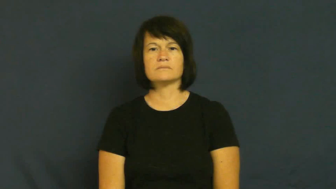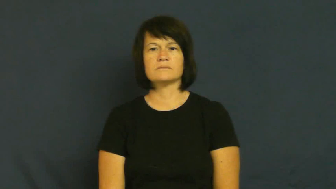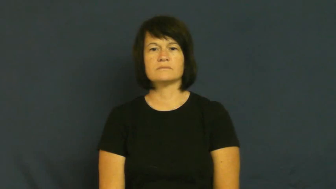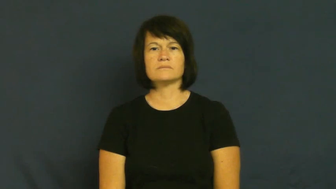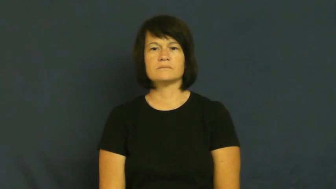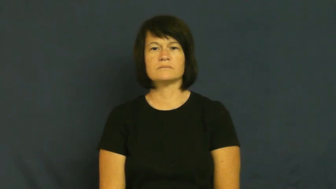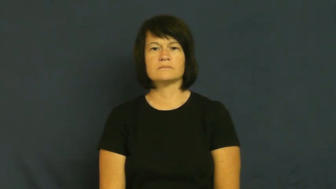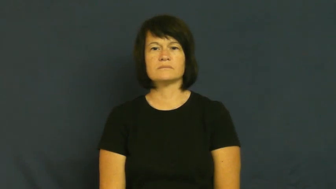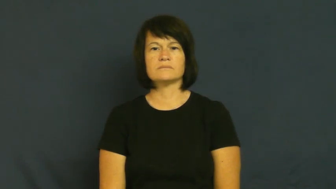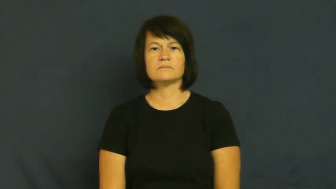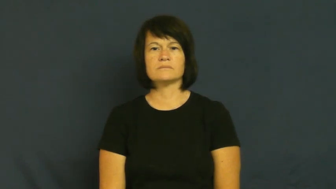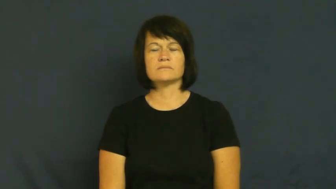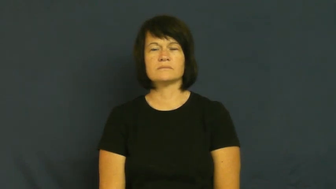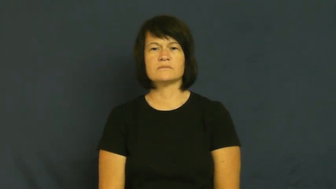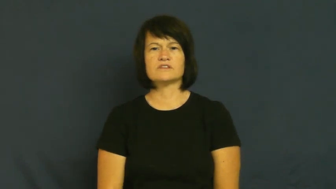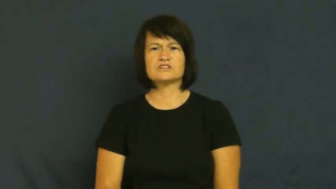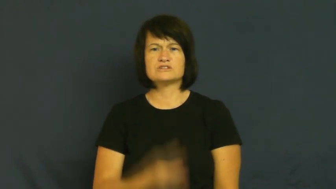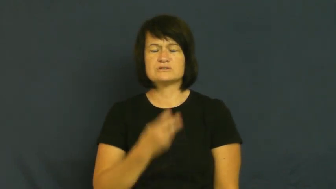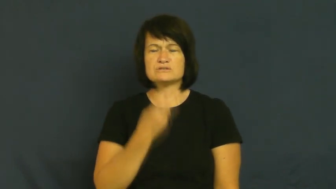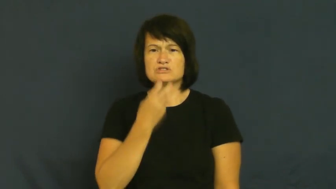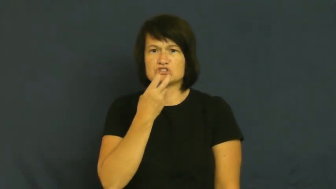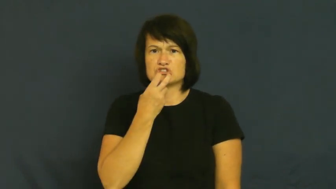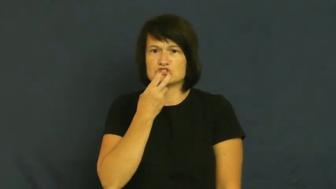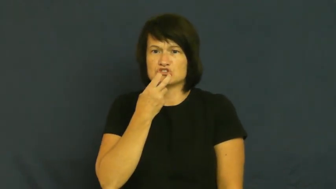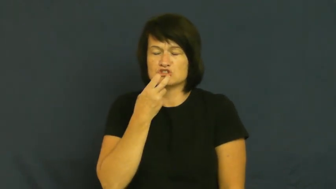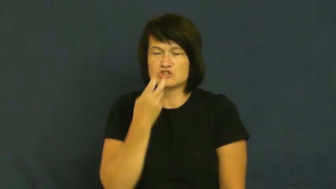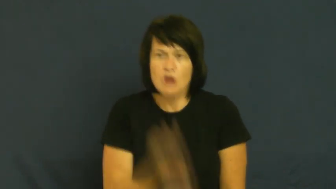fall out-teeth